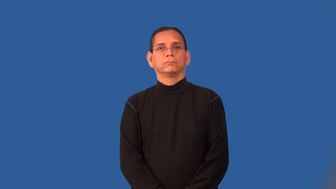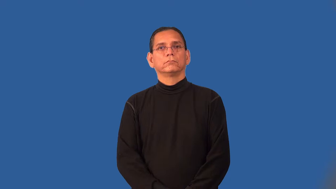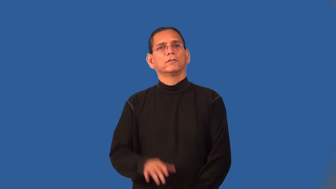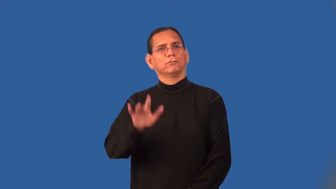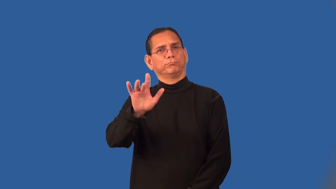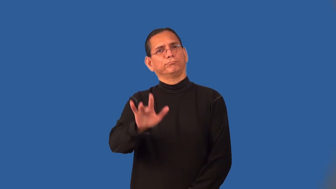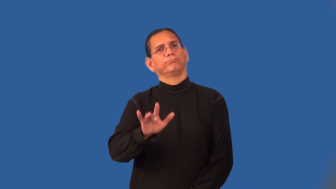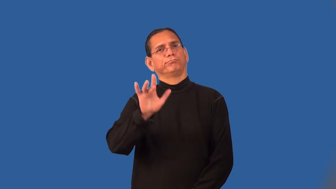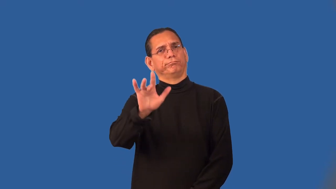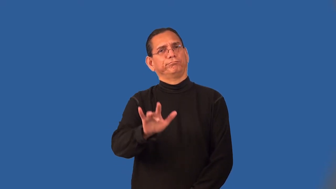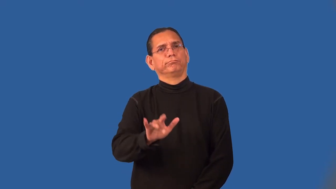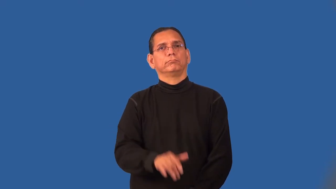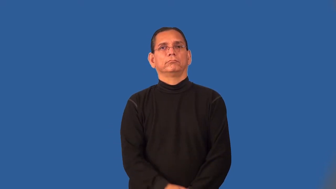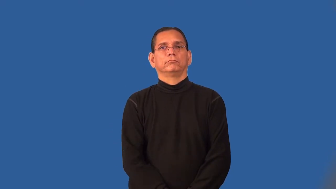pitiful,piteous,sorry